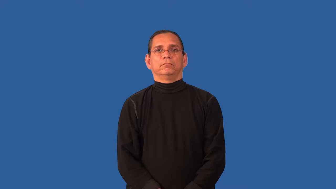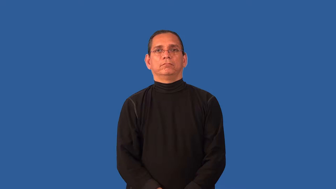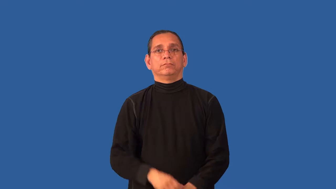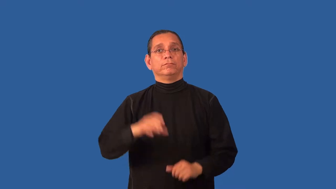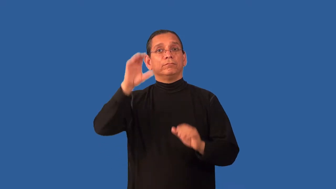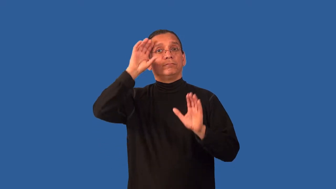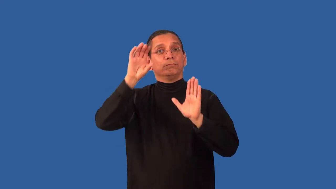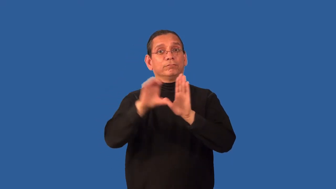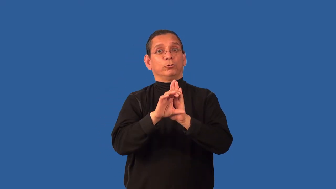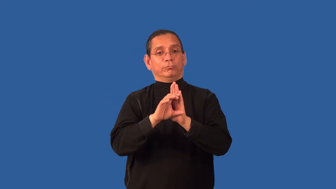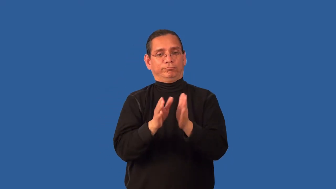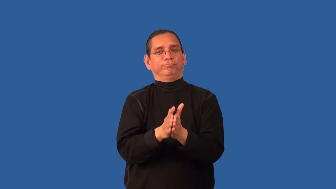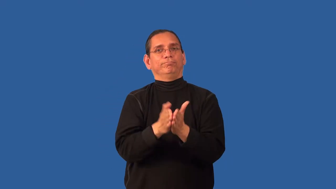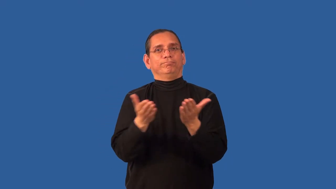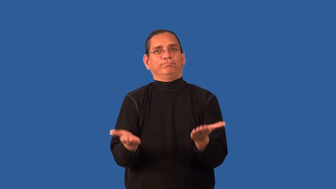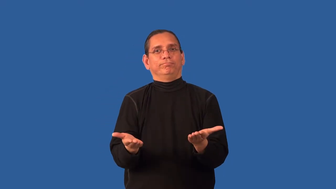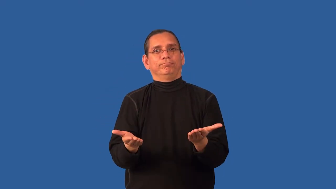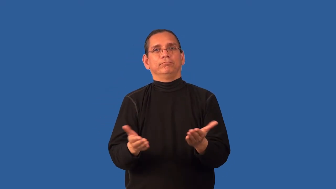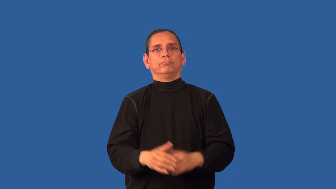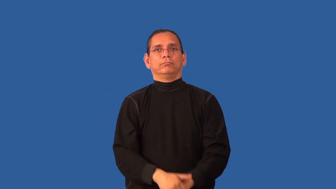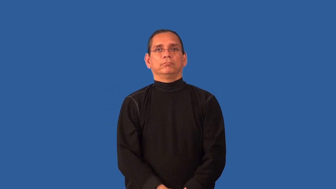album-photo